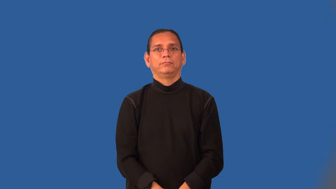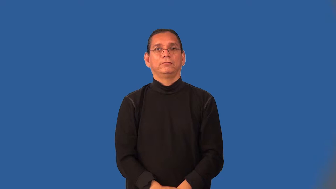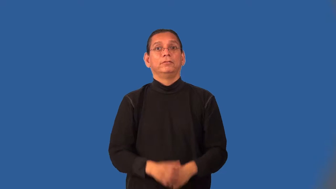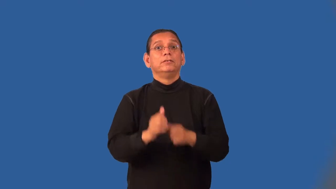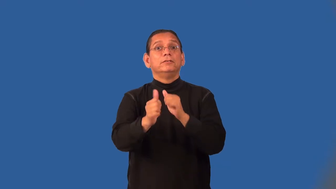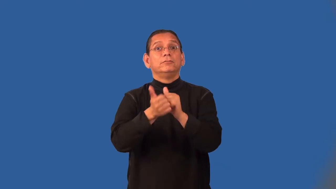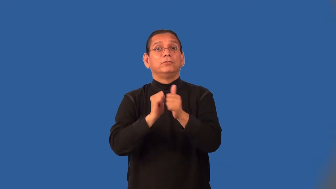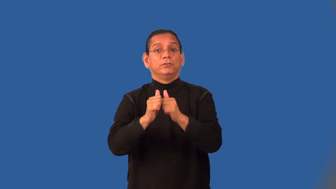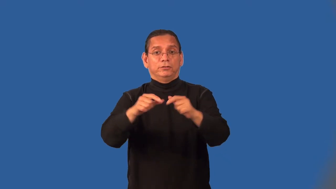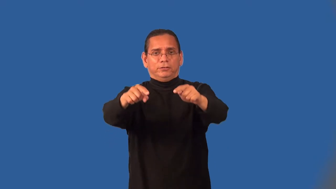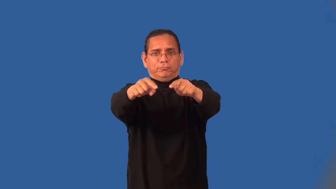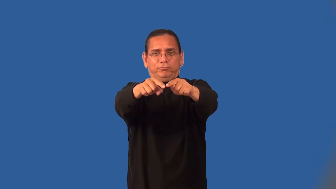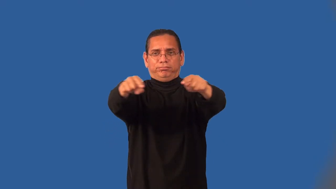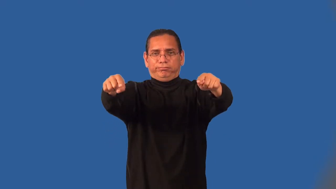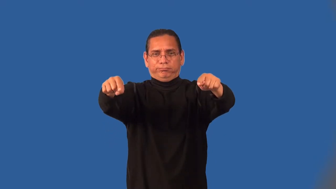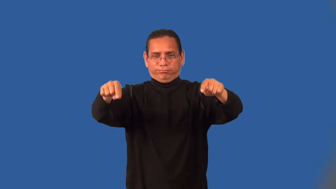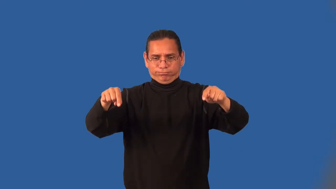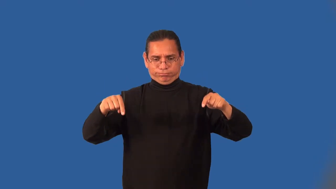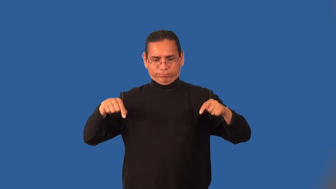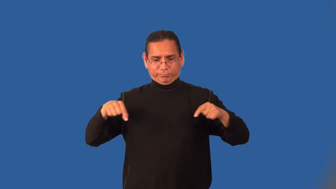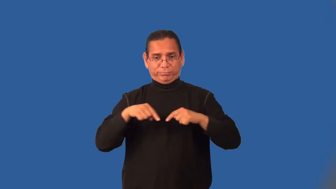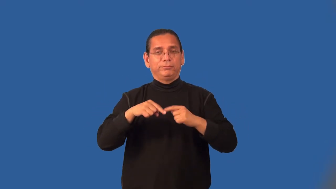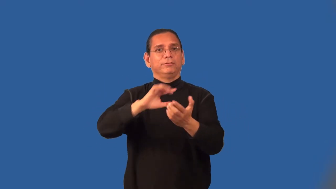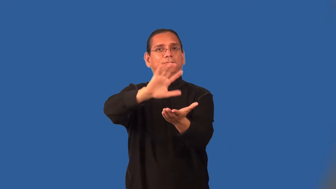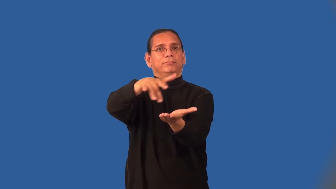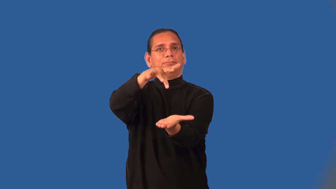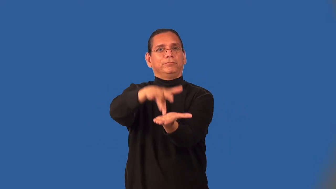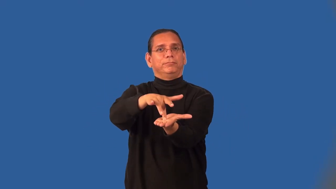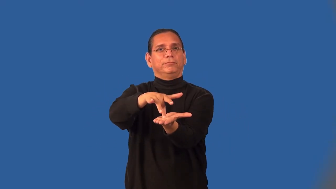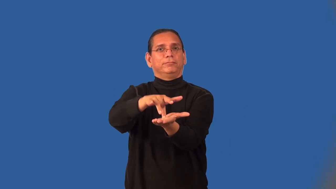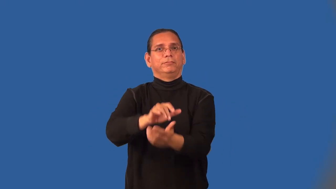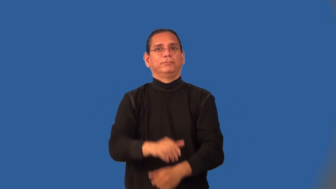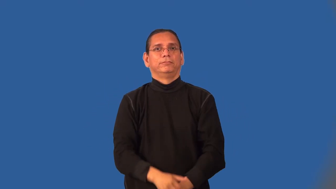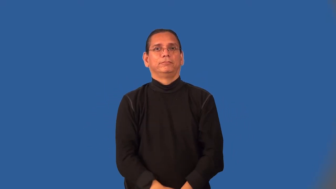midfield